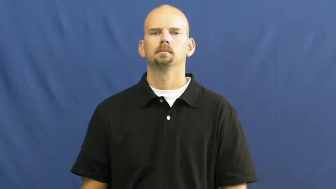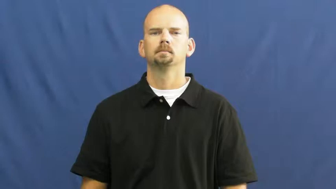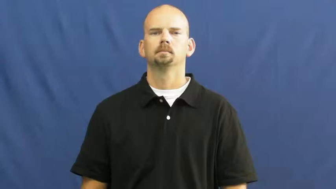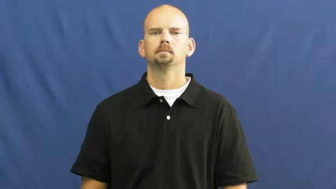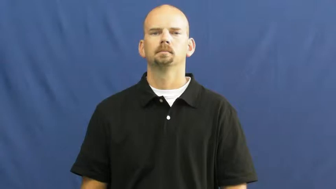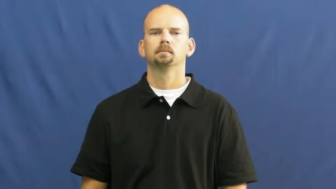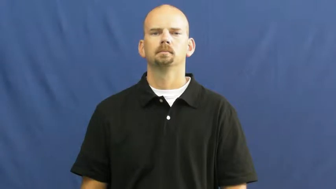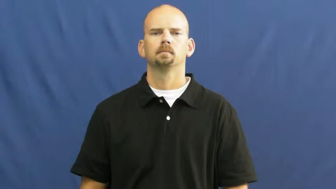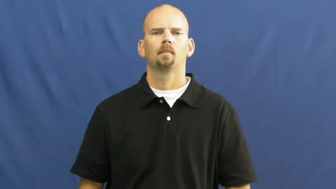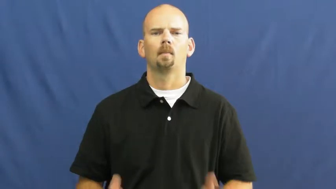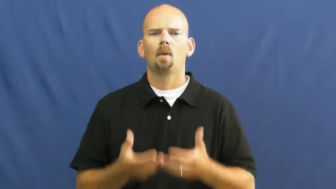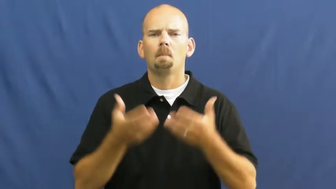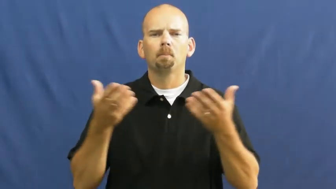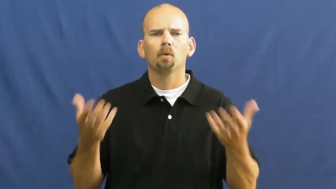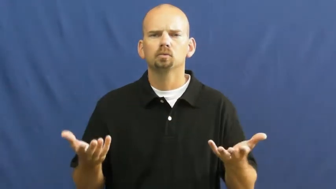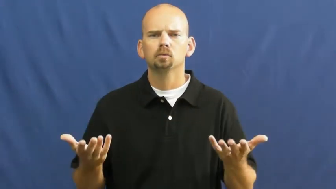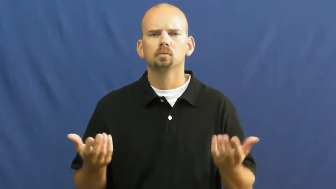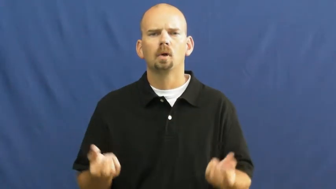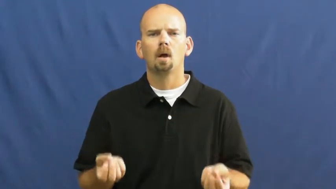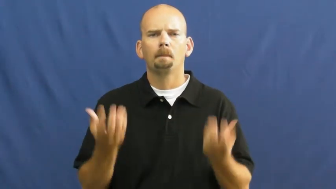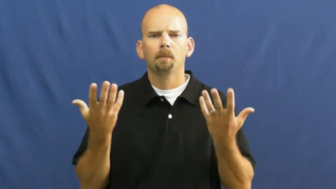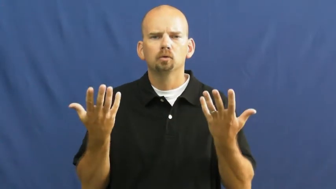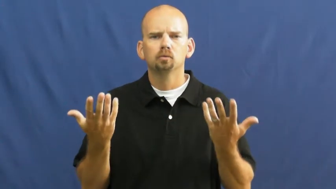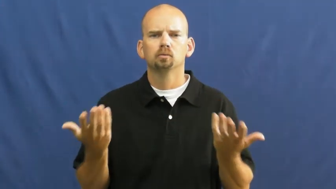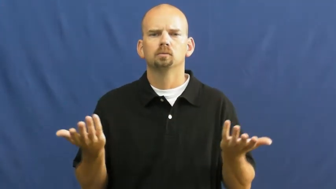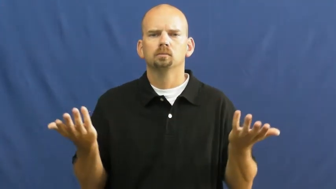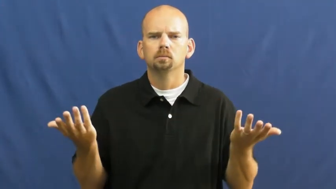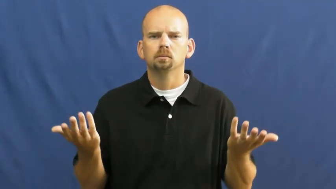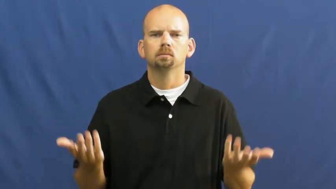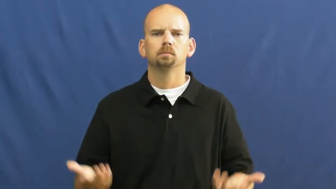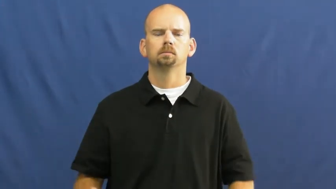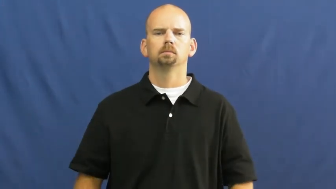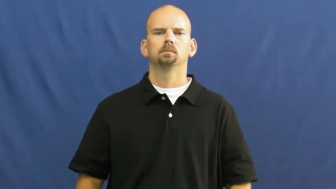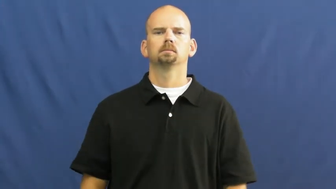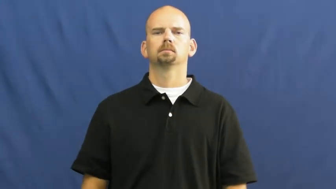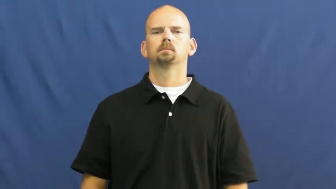how much,amount,degree,dimension,dose